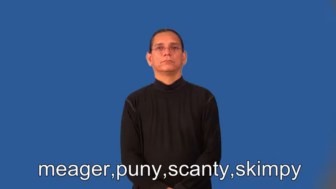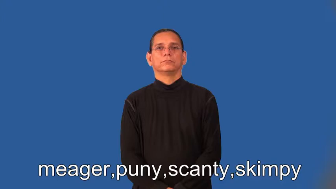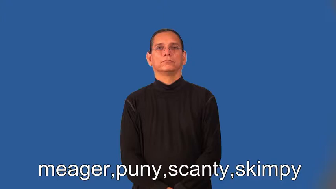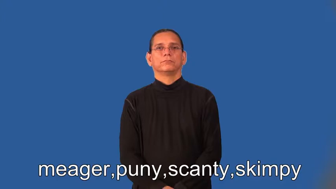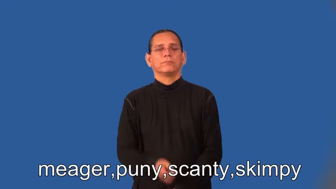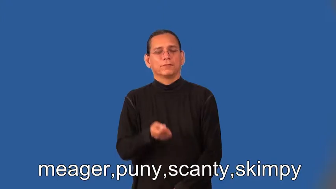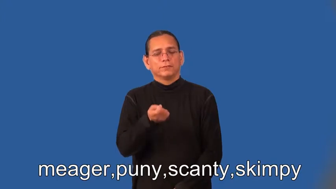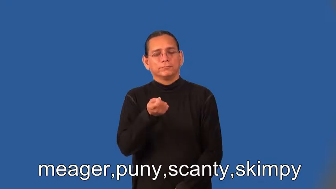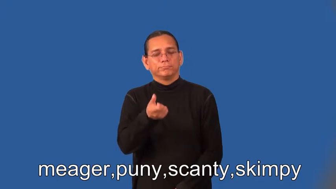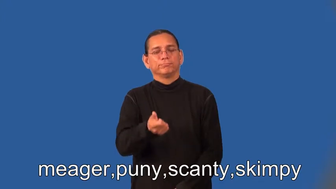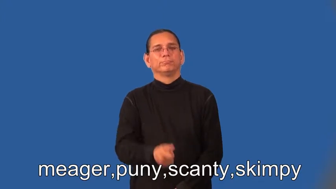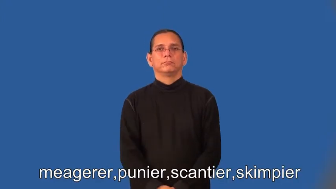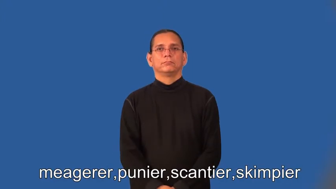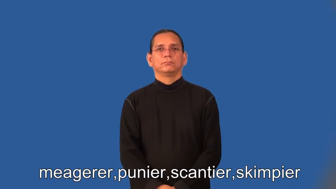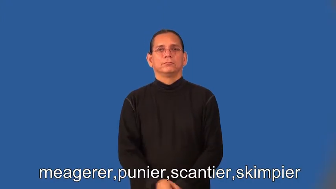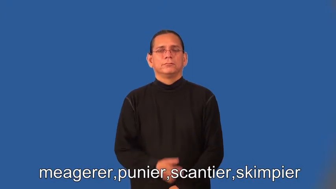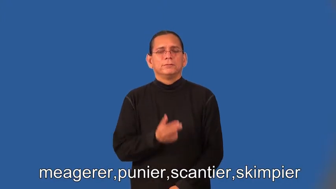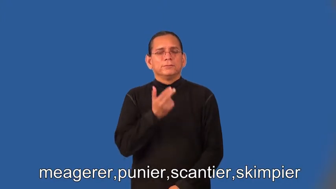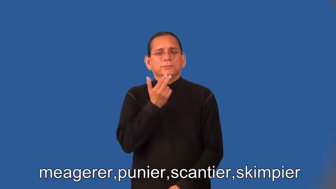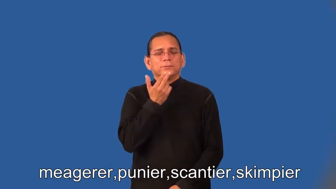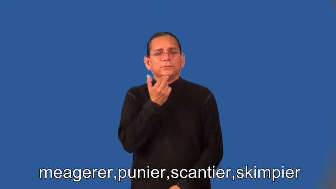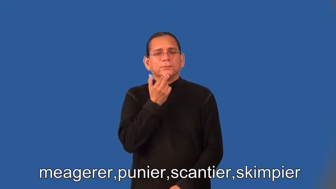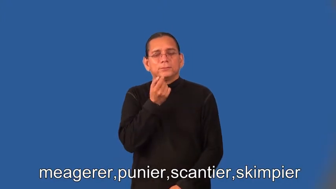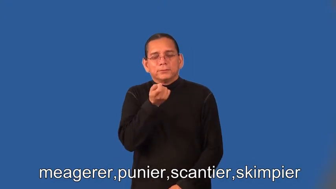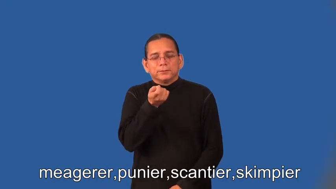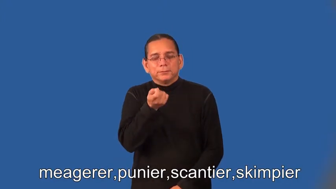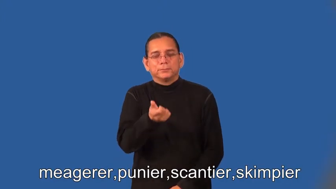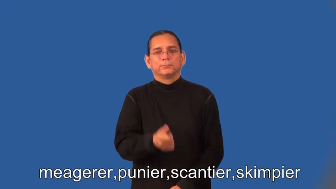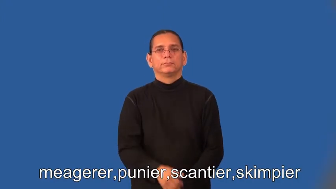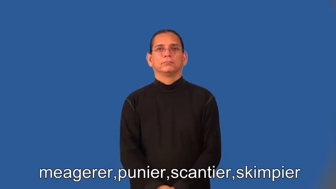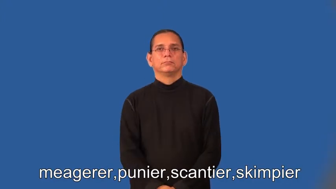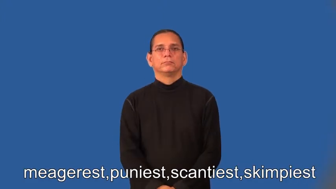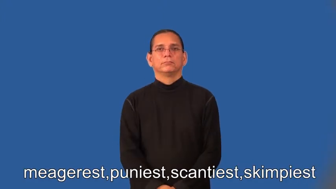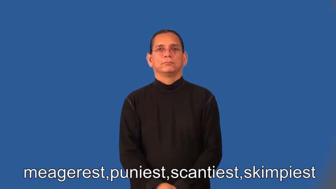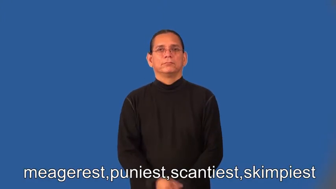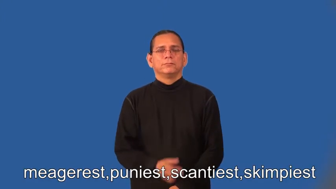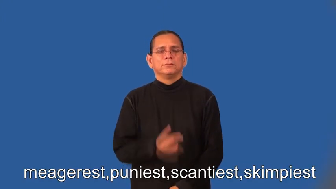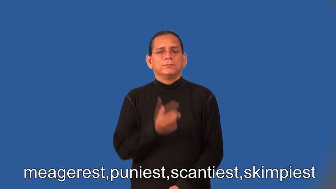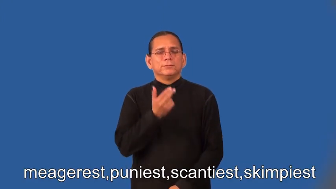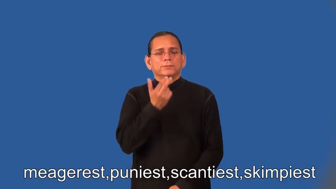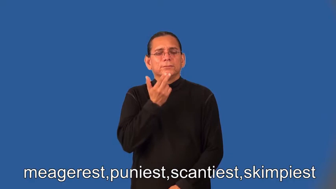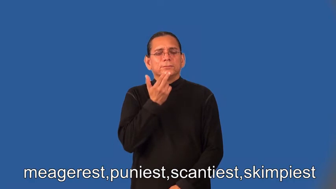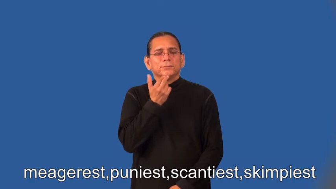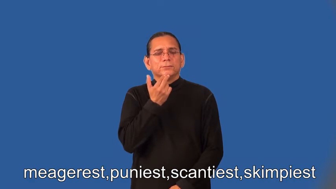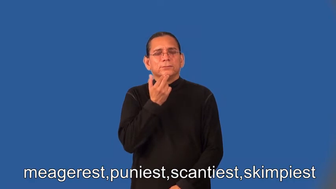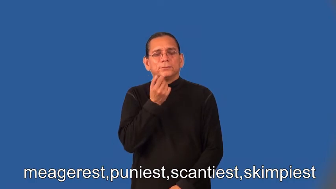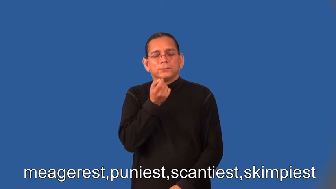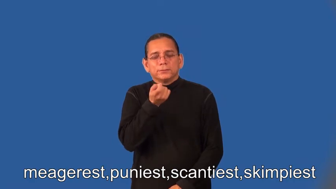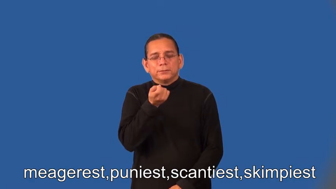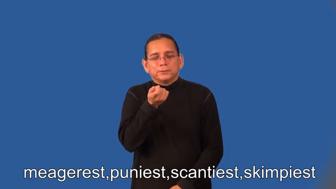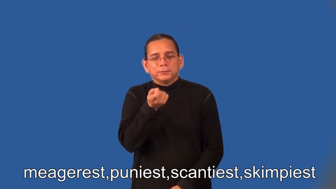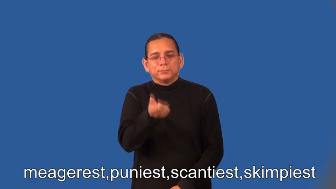meagerer,punier,scantier,skimpier,meagerest,puniest,scantiest,skimpiest